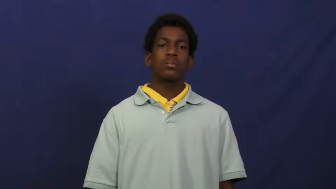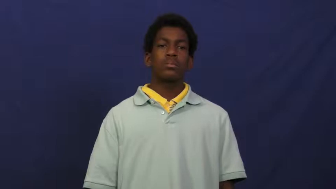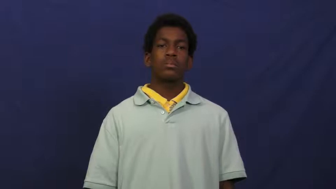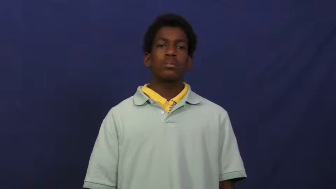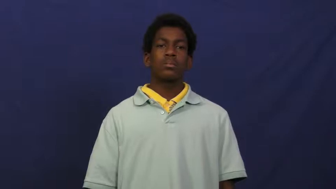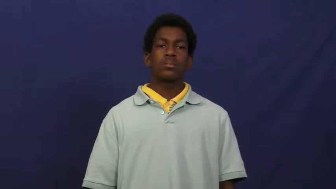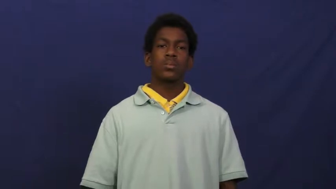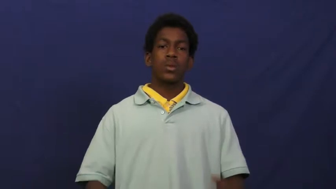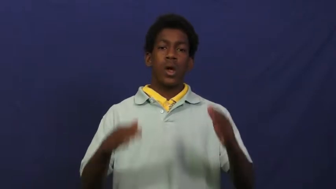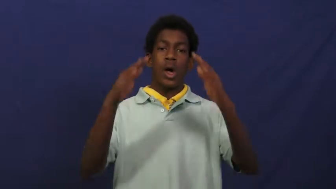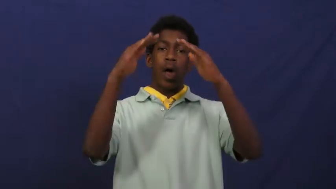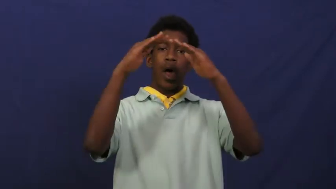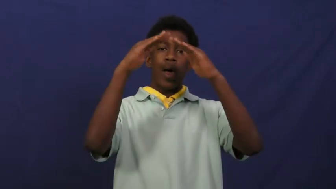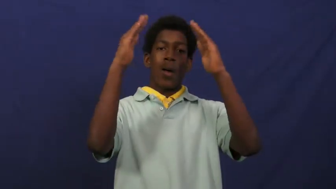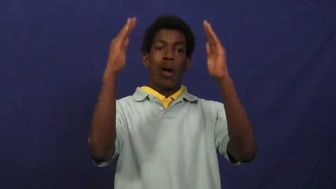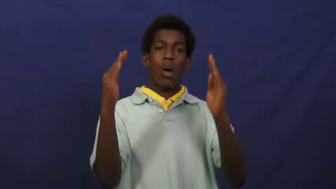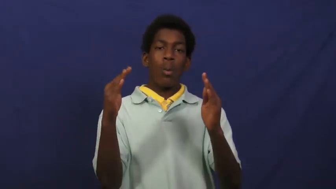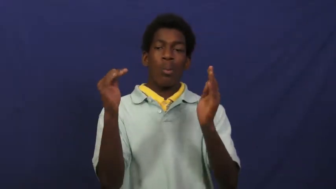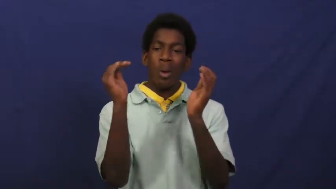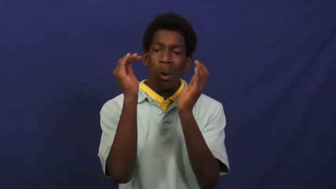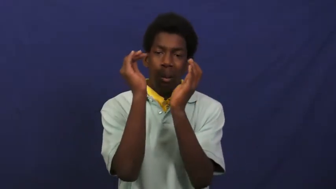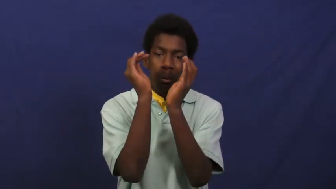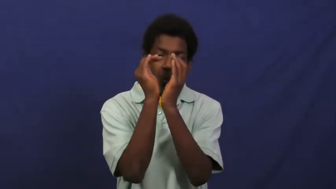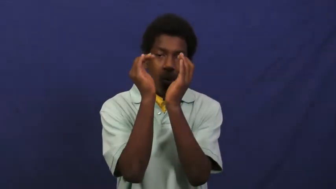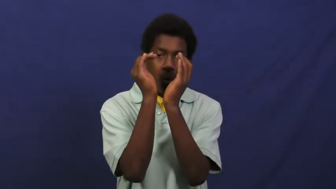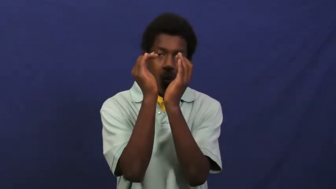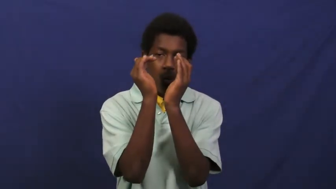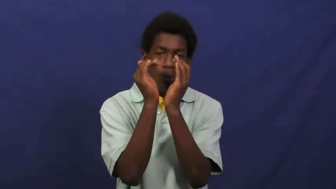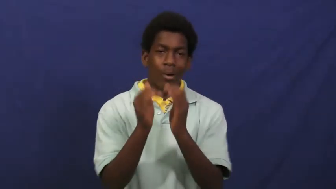cottage